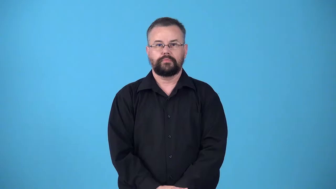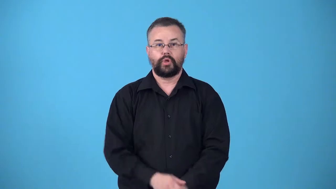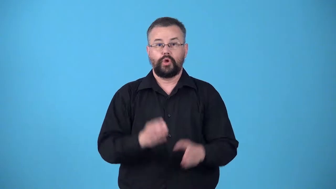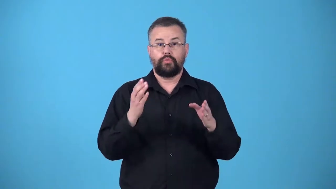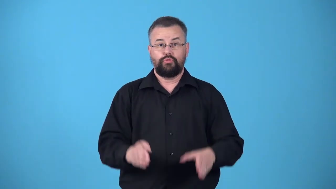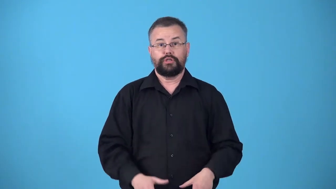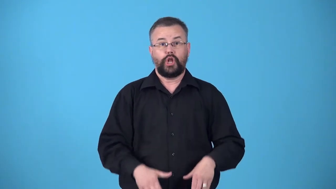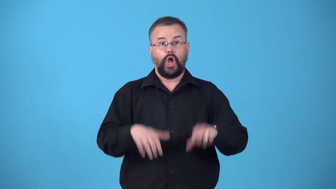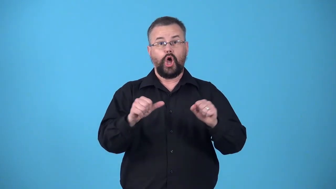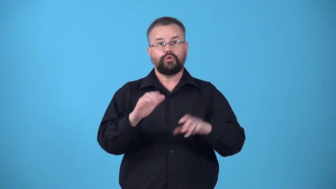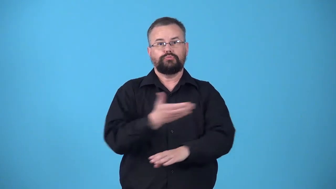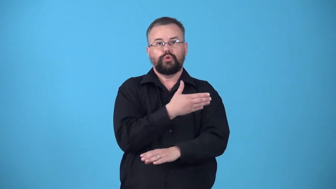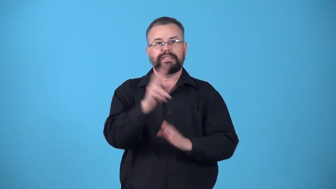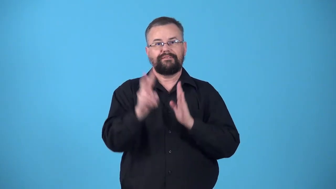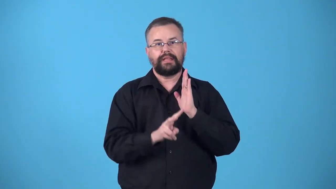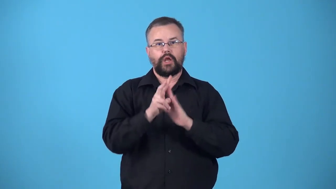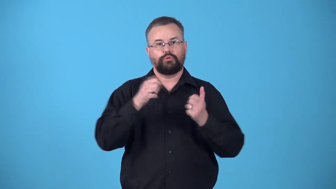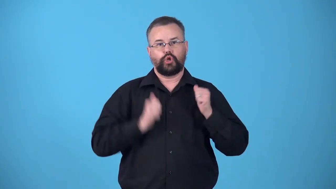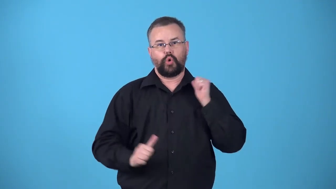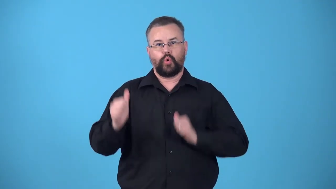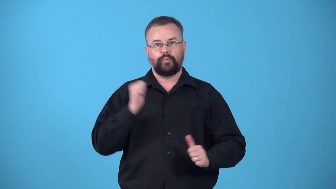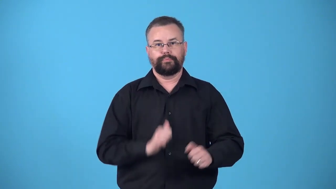veejay